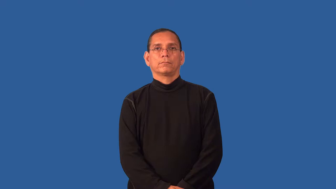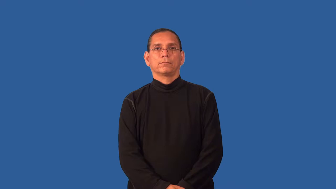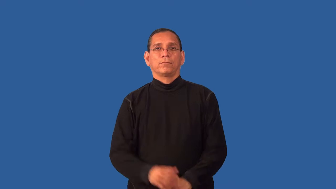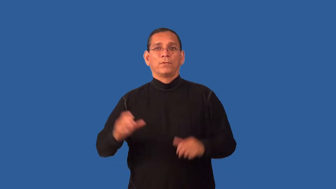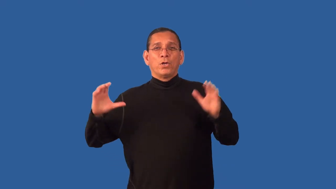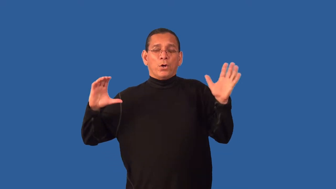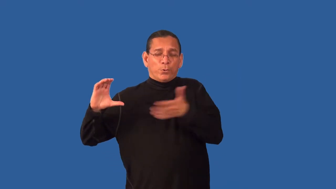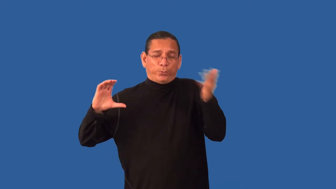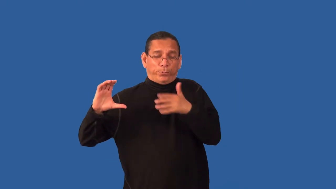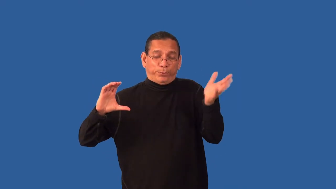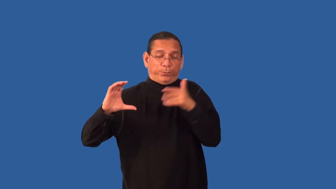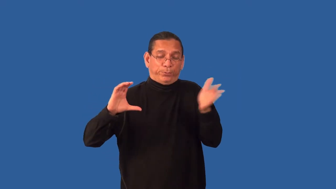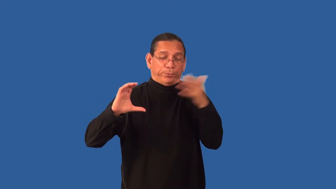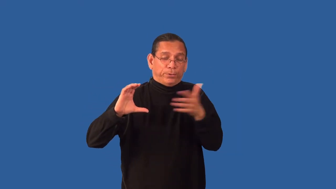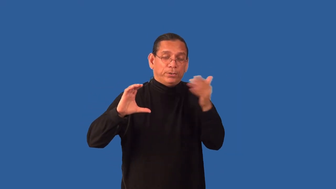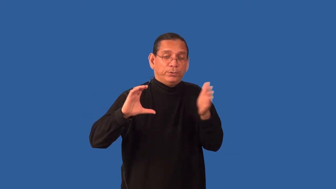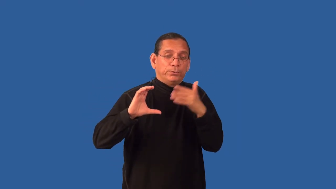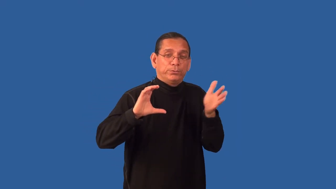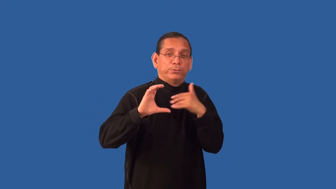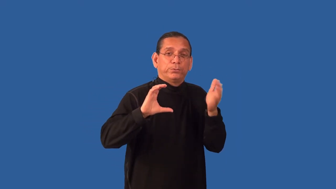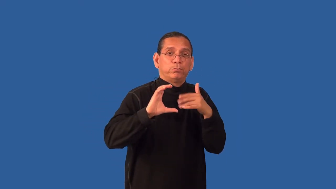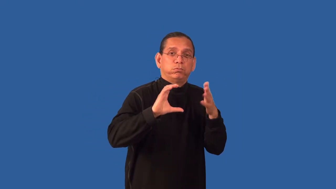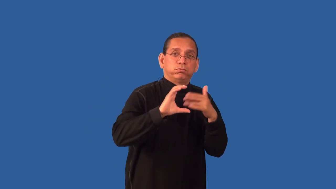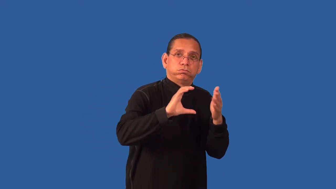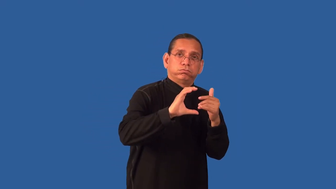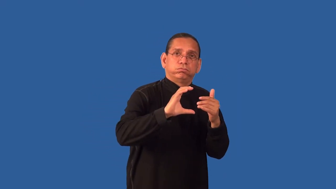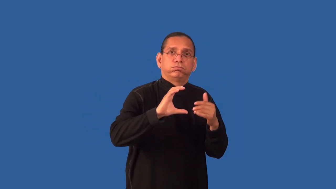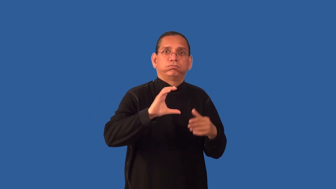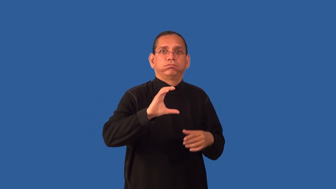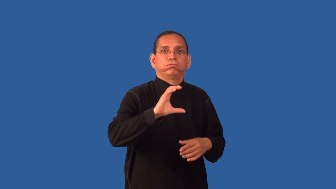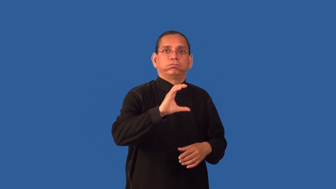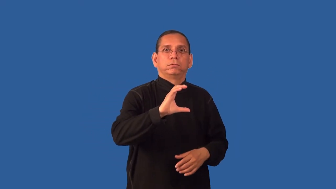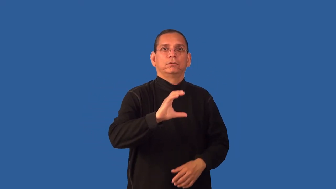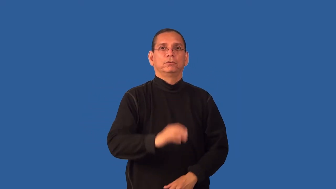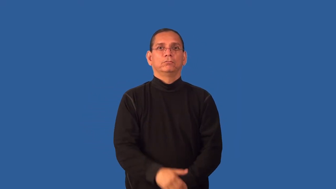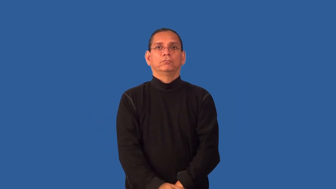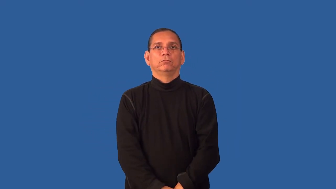drag,resistance-friction